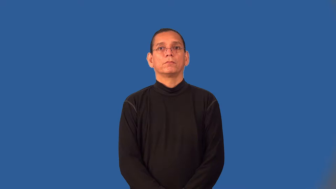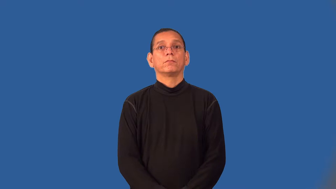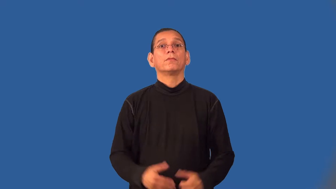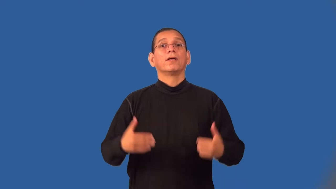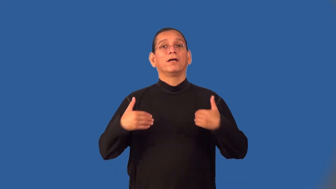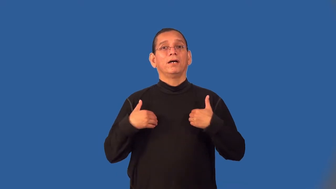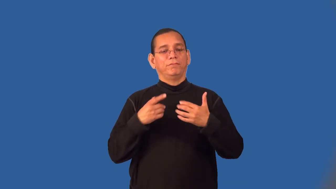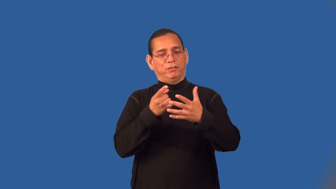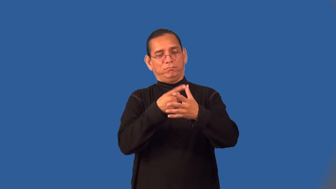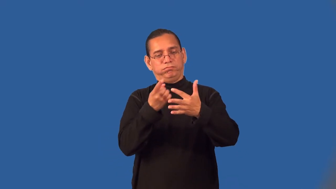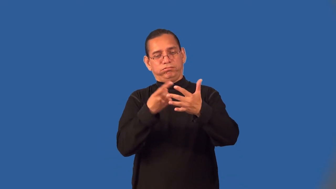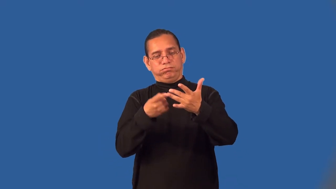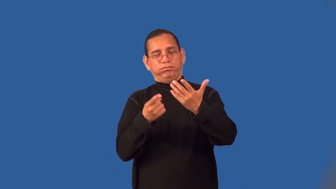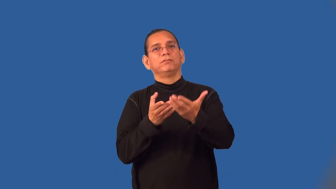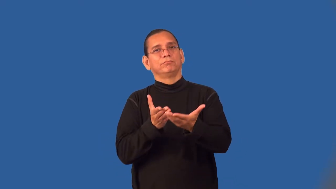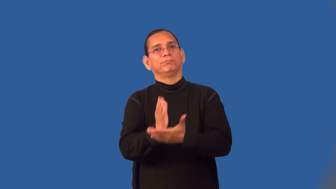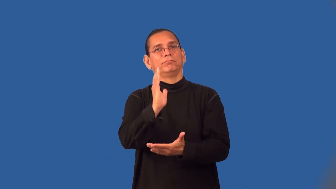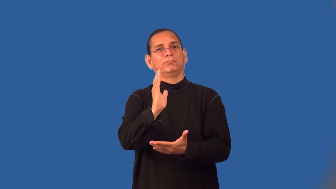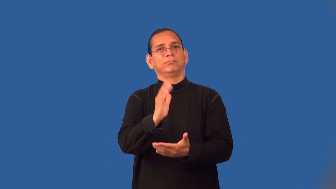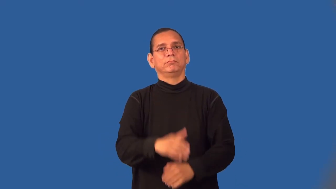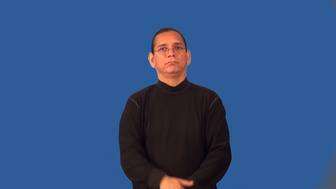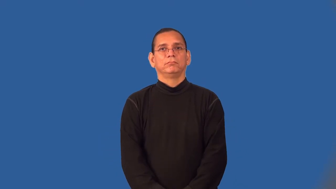vested